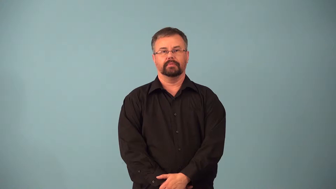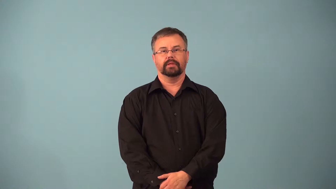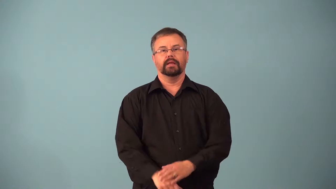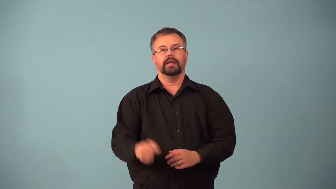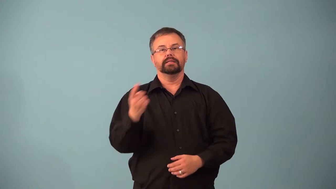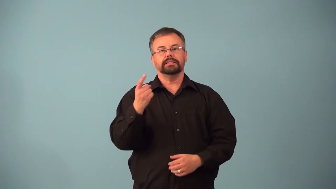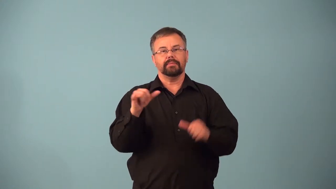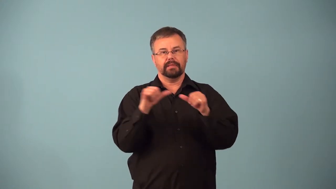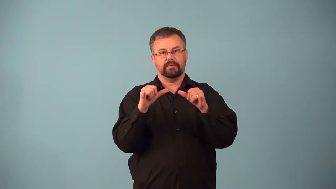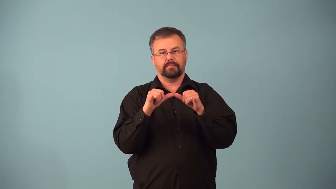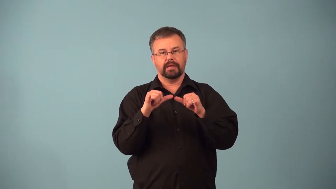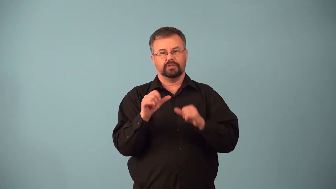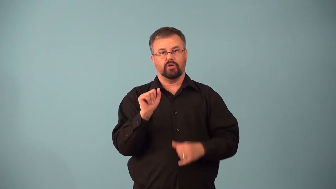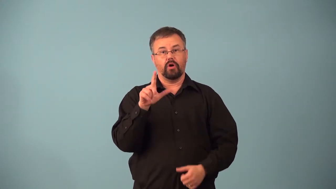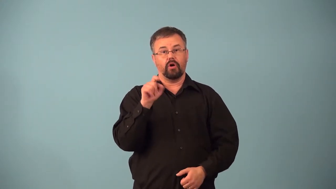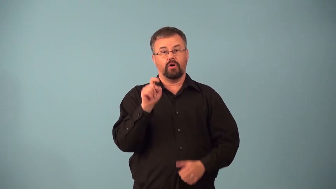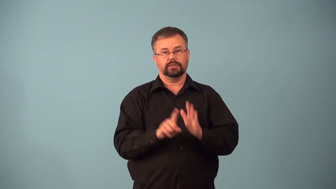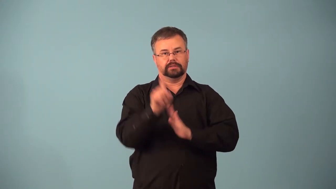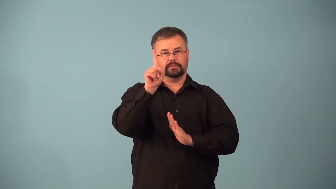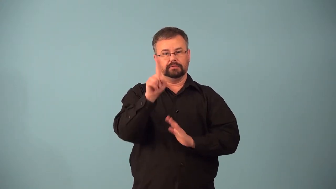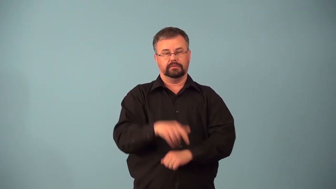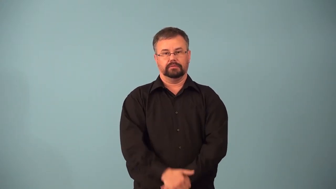altimeter